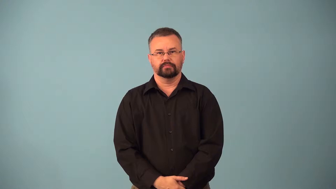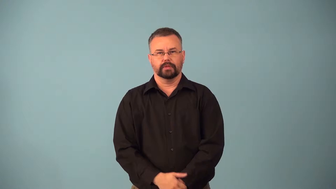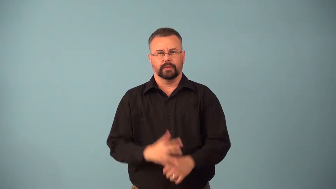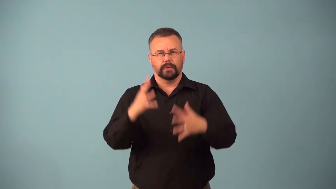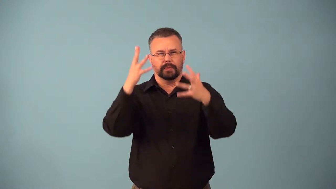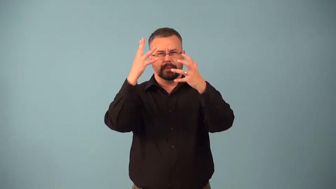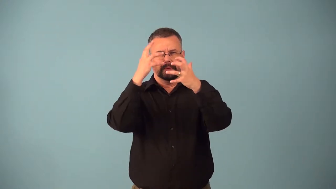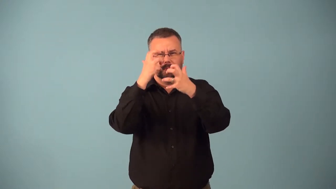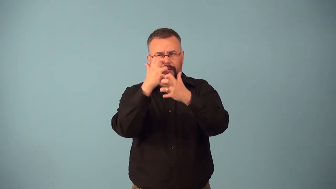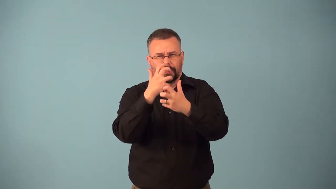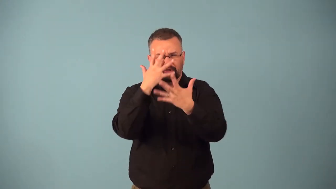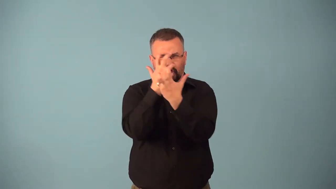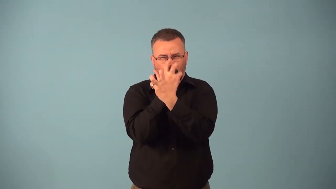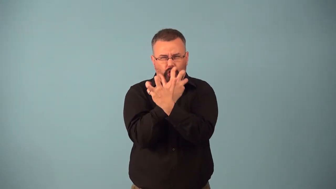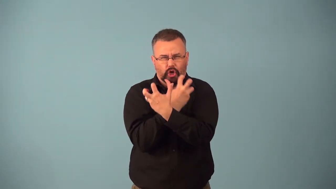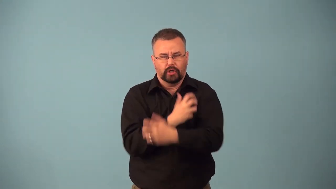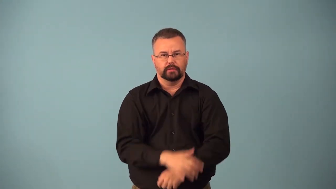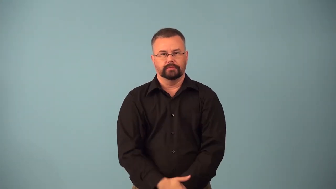benighted